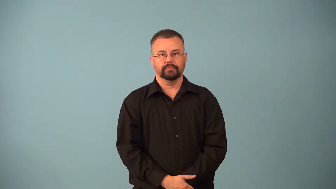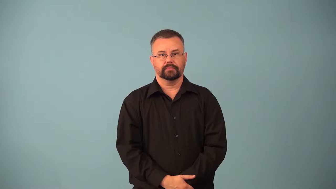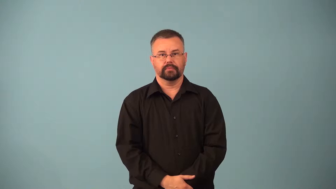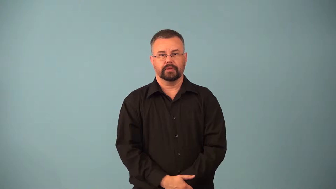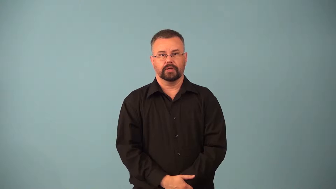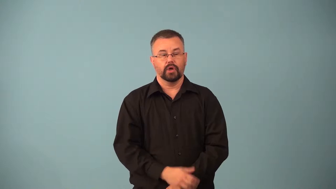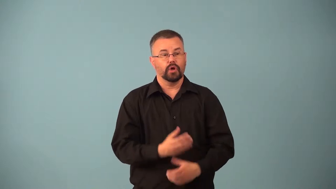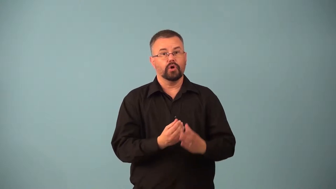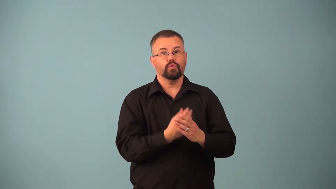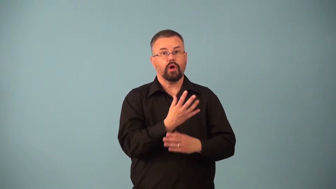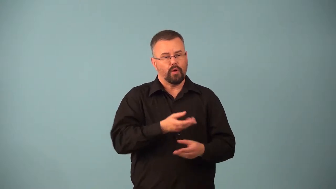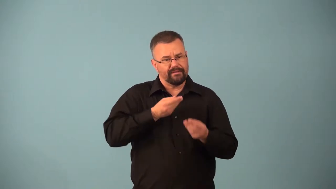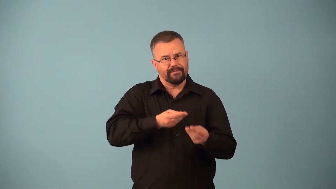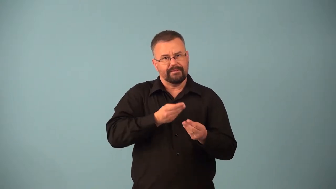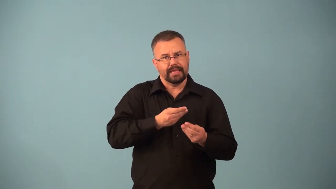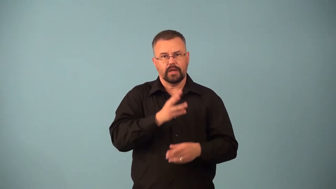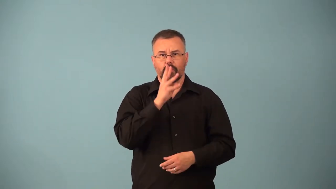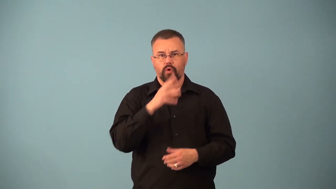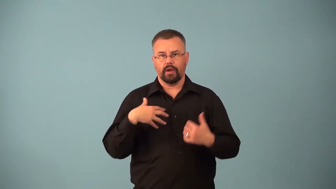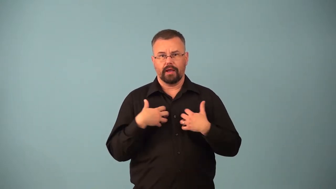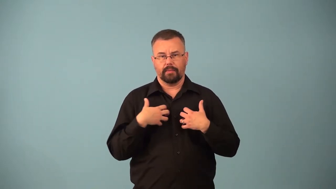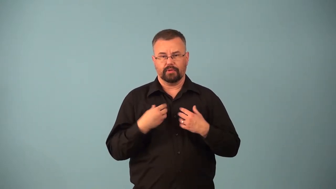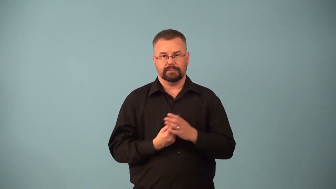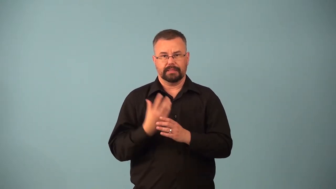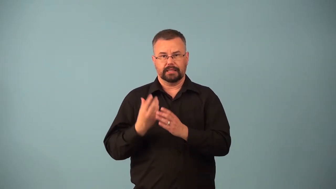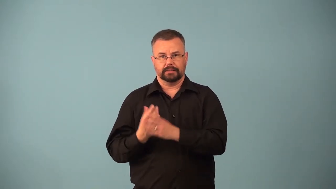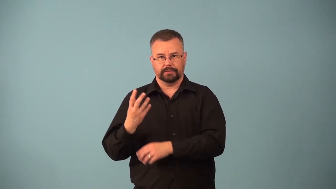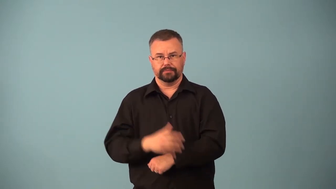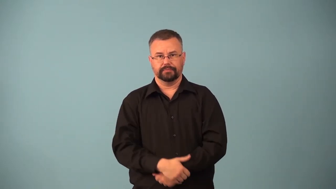aquaculture,aquiculture